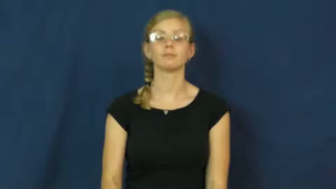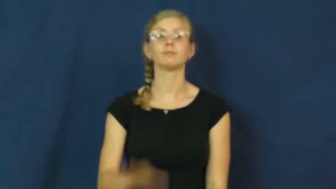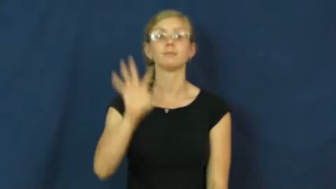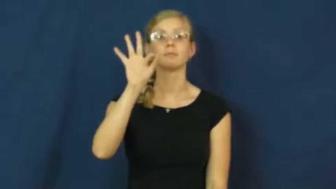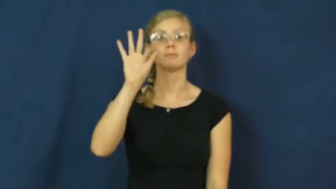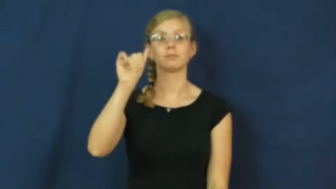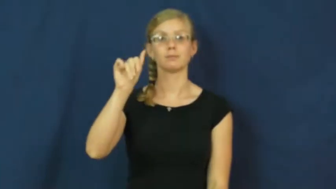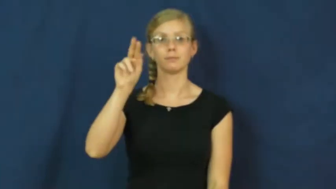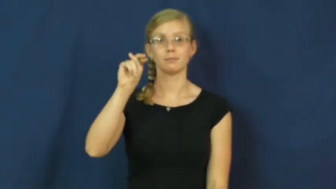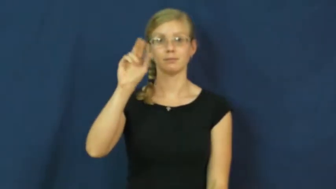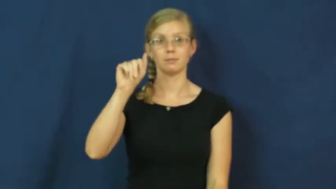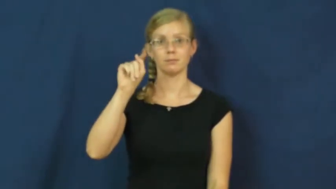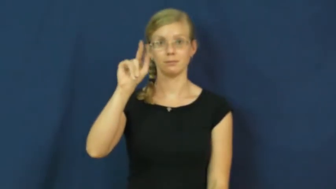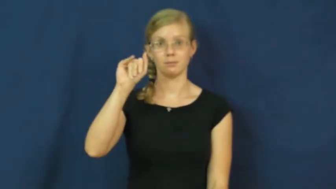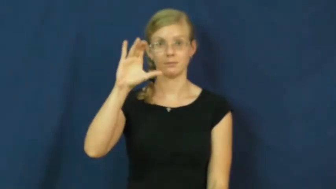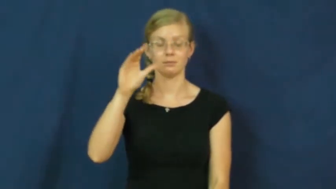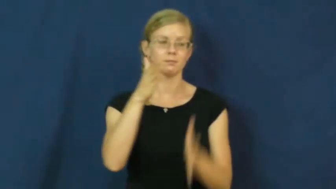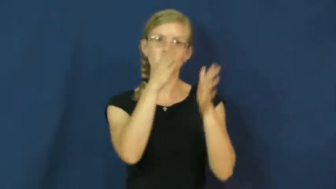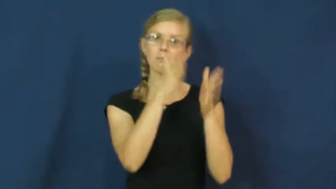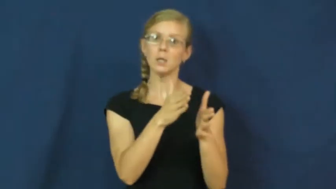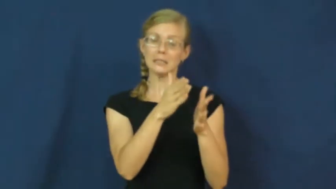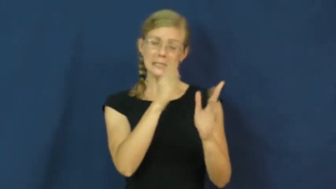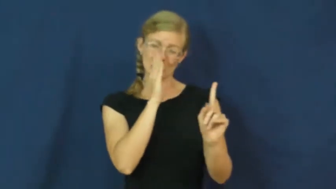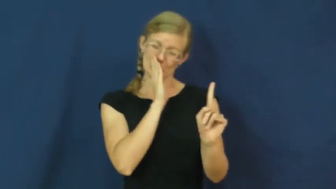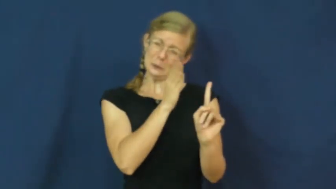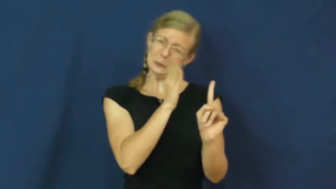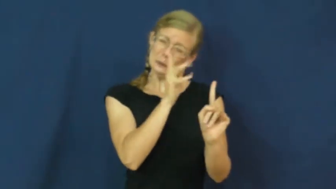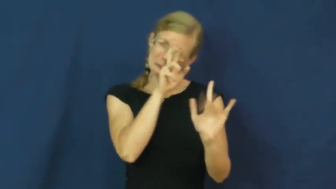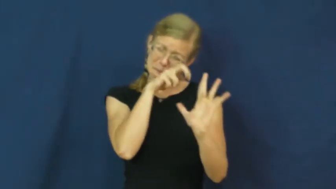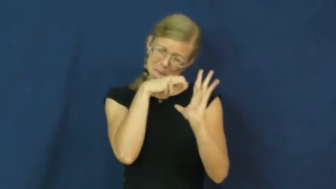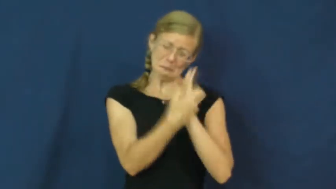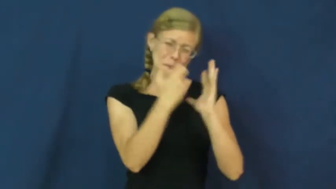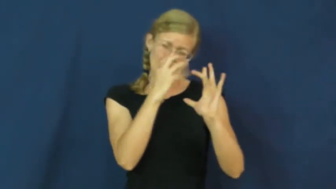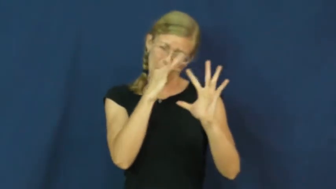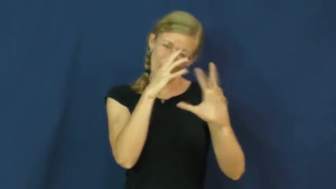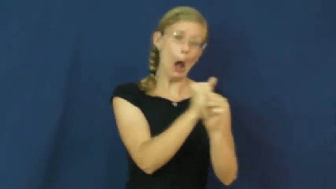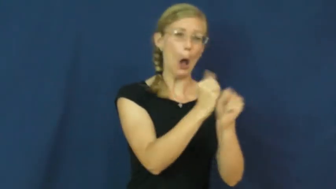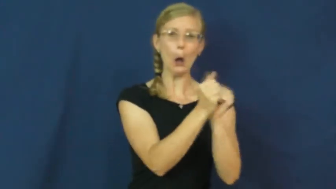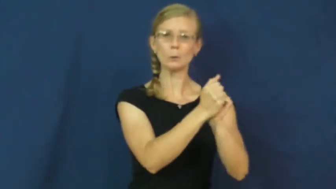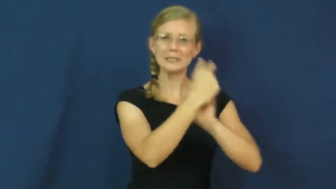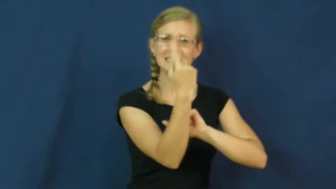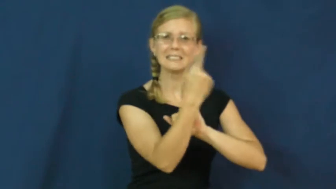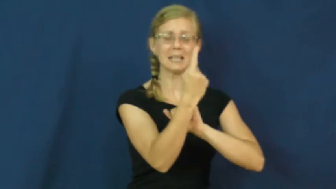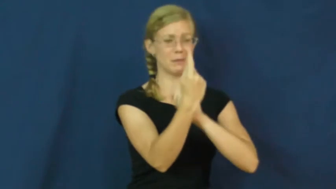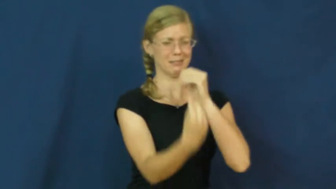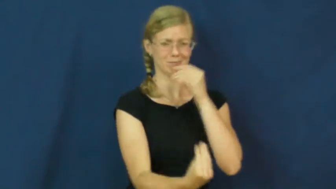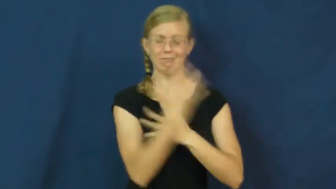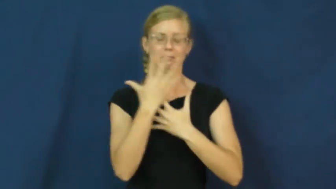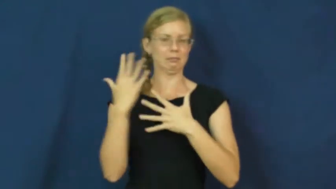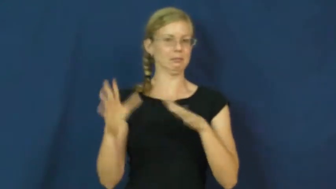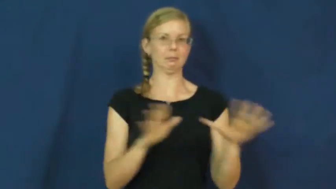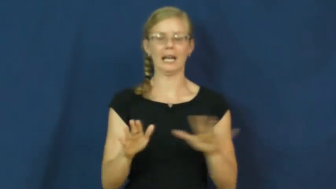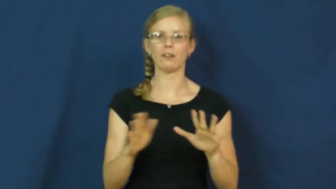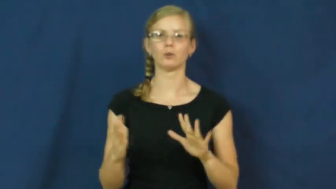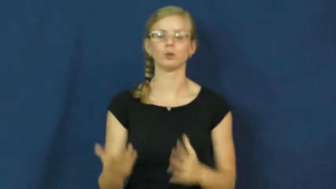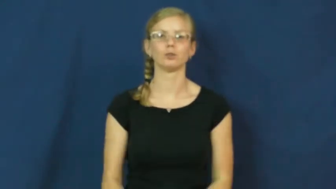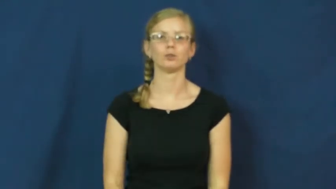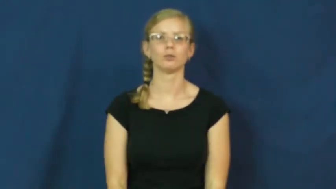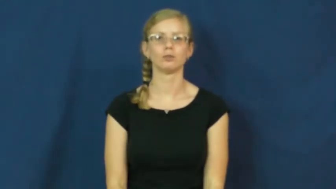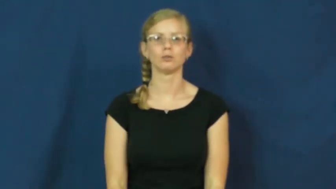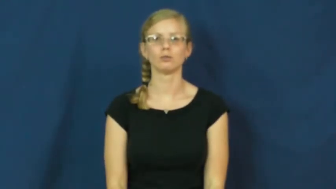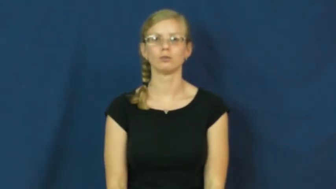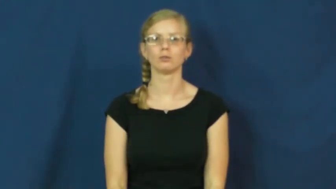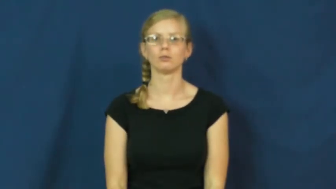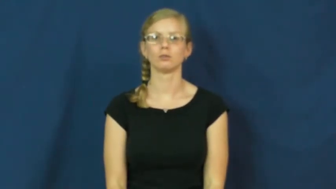fanatic